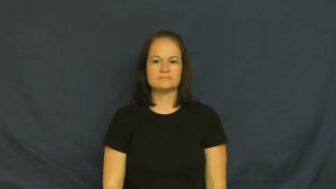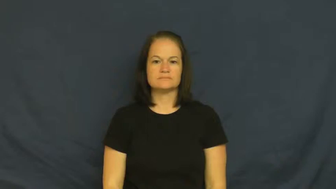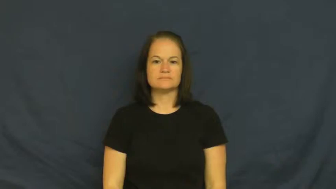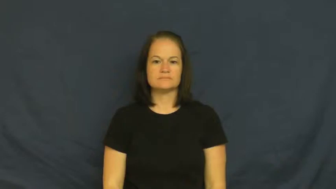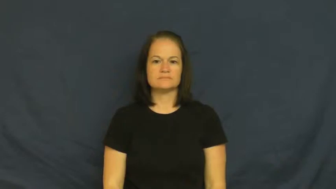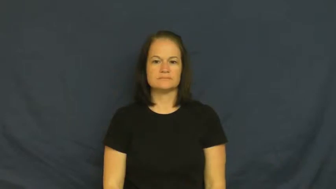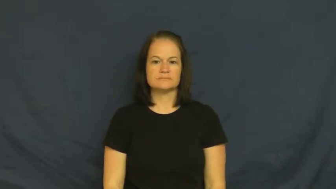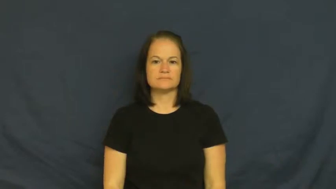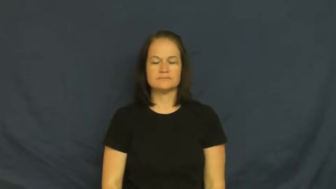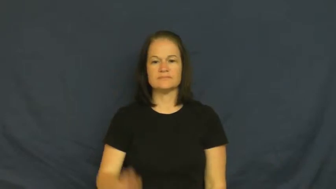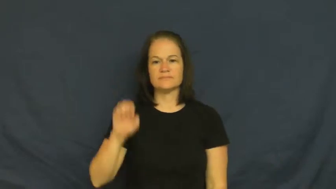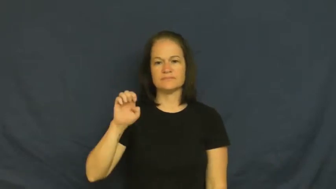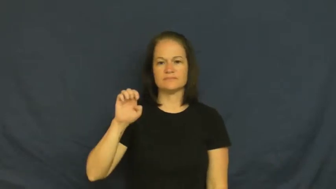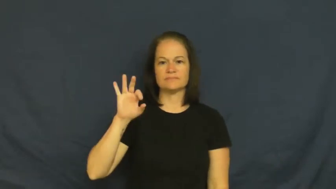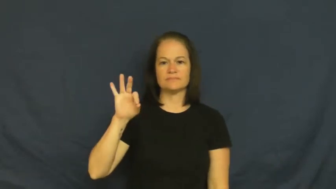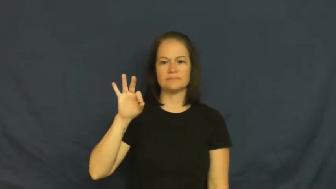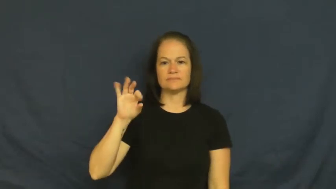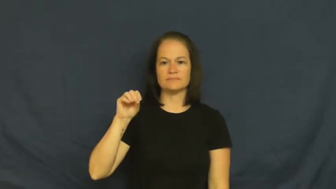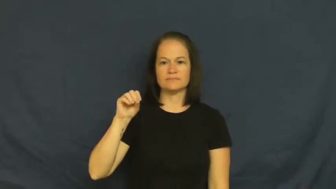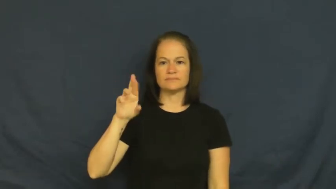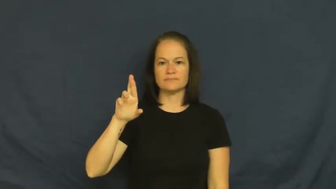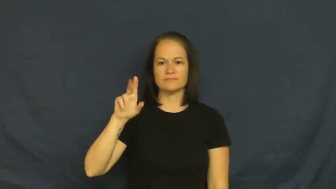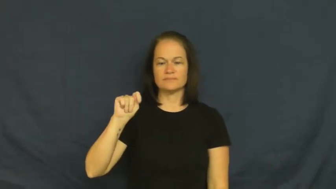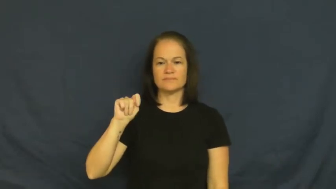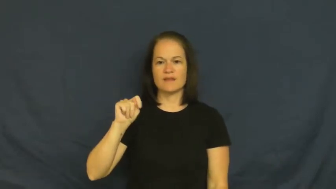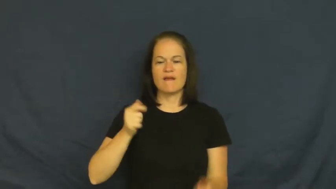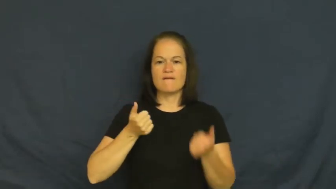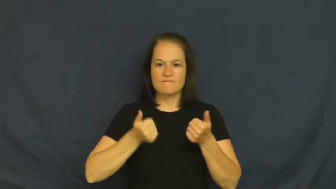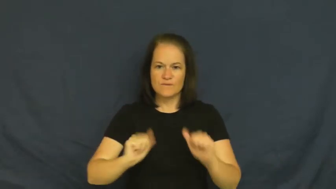effort